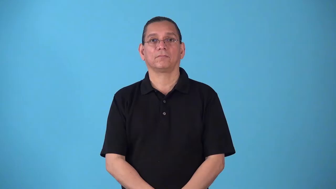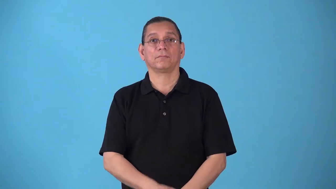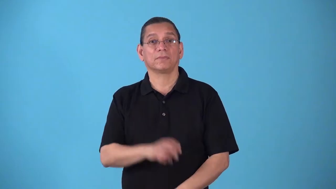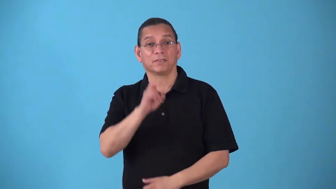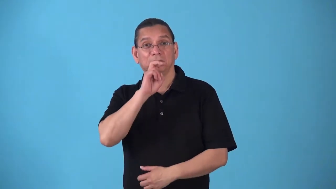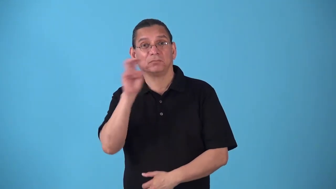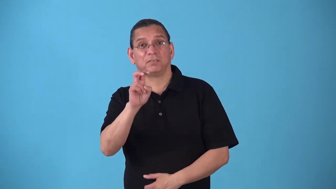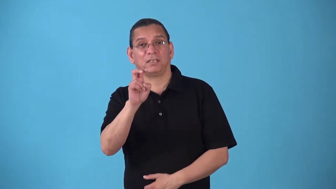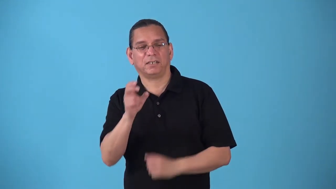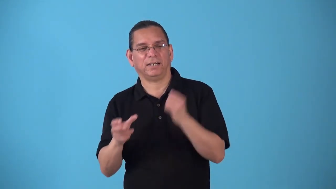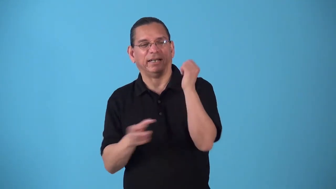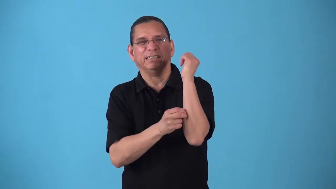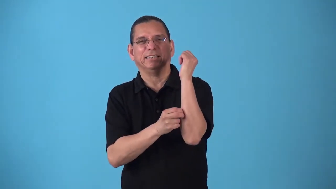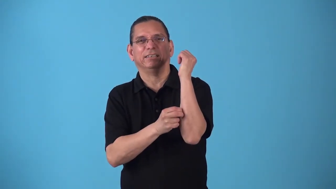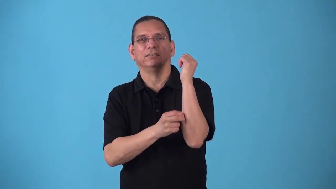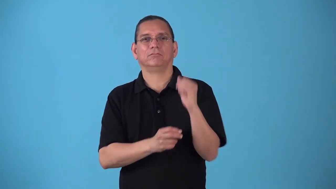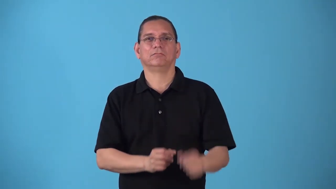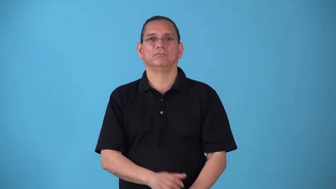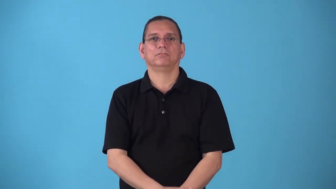snakebite